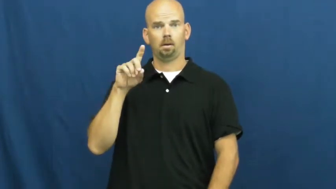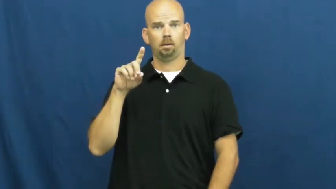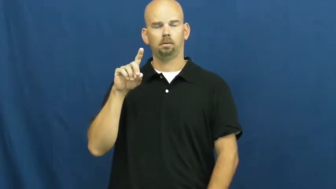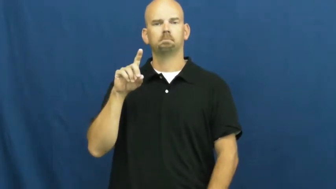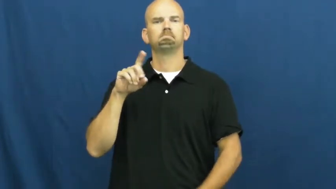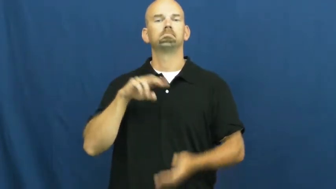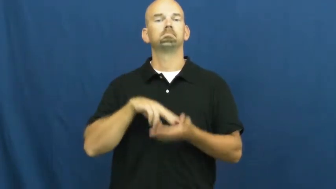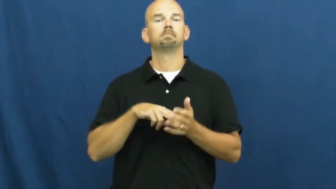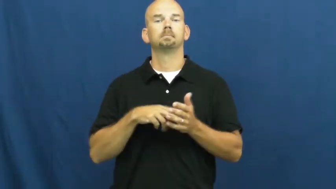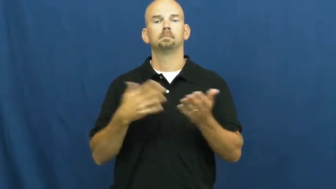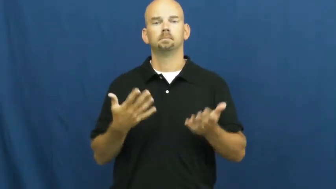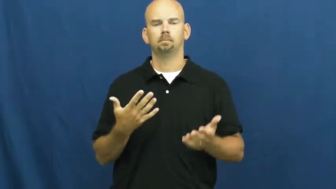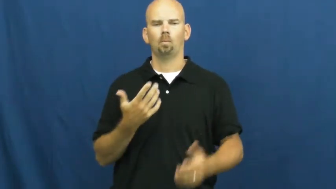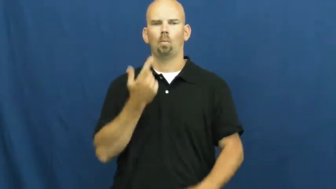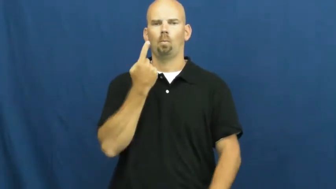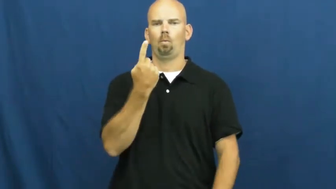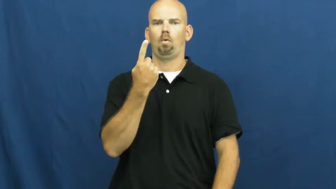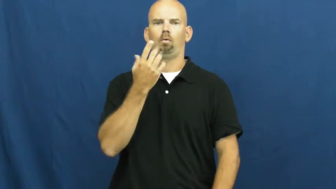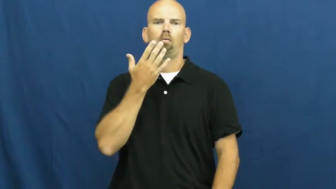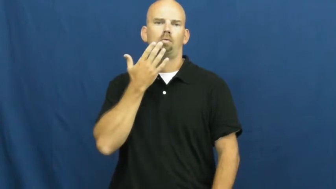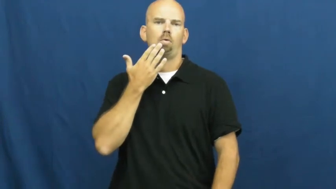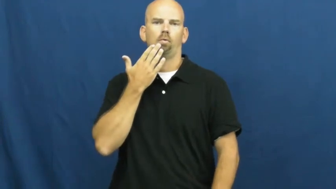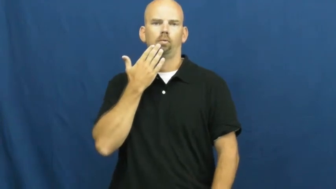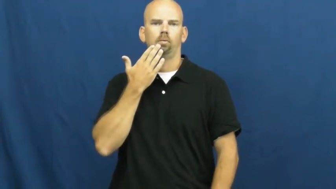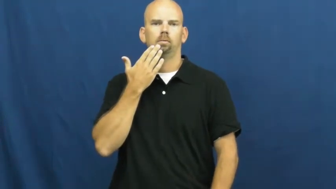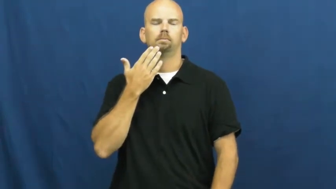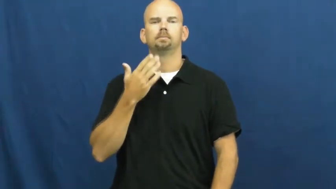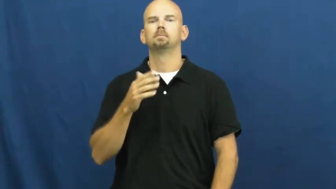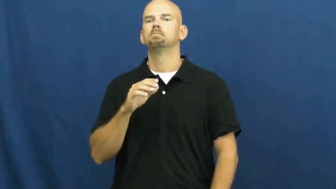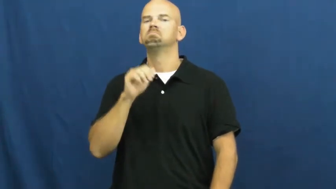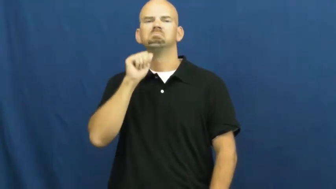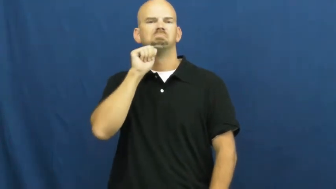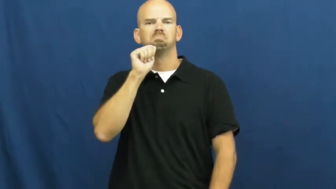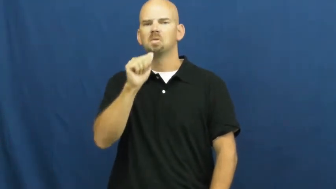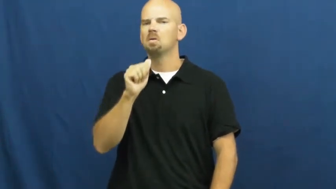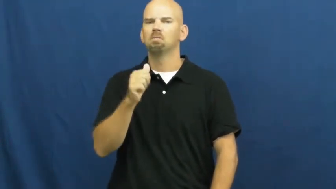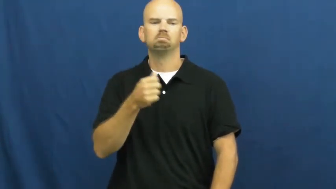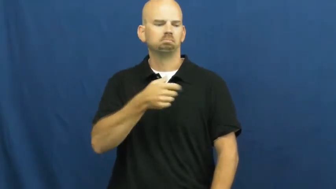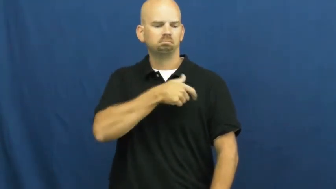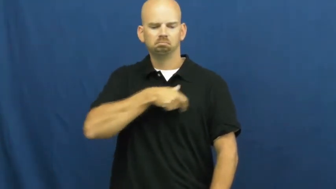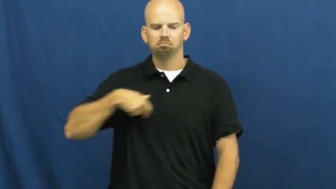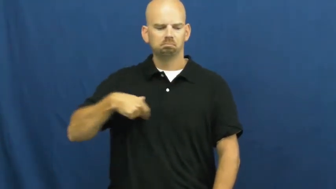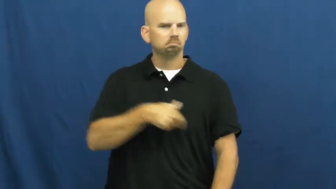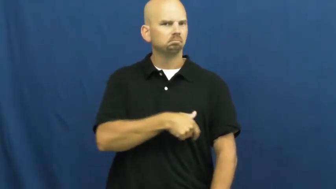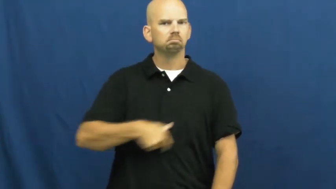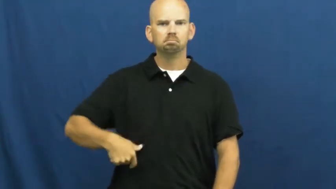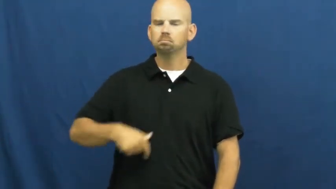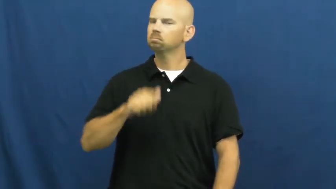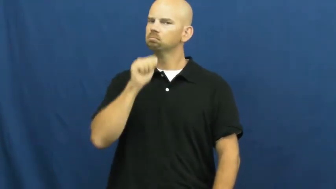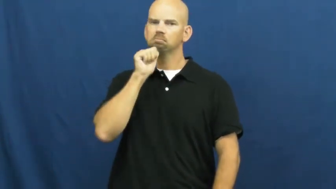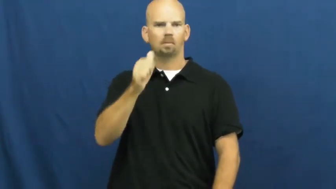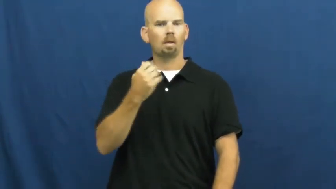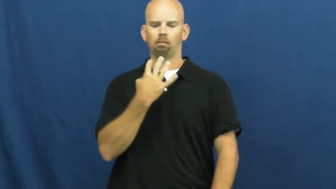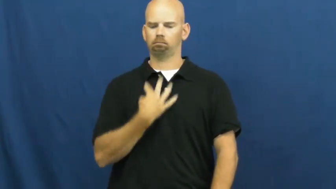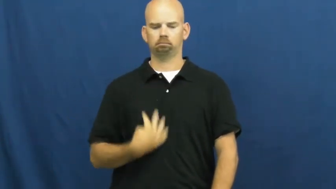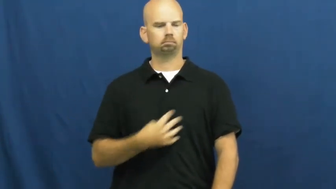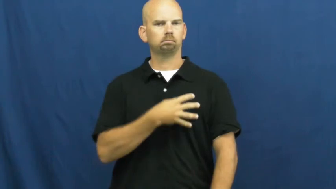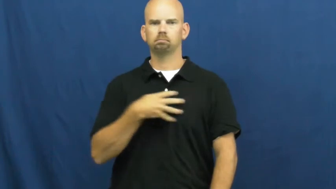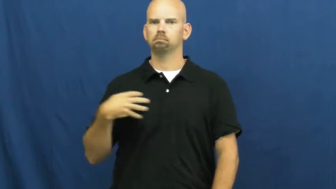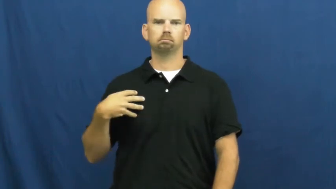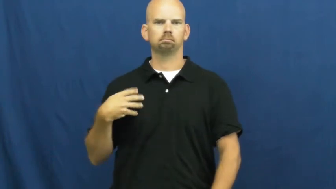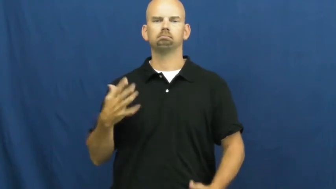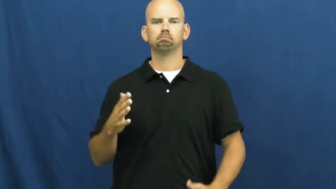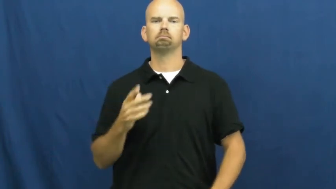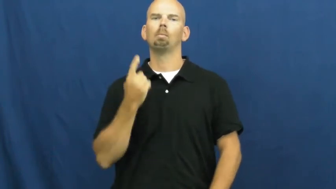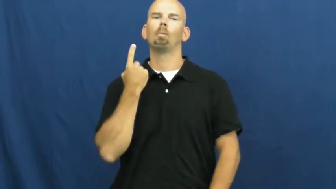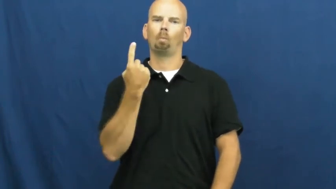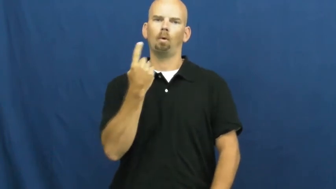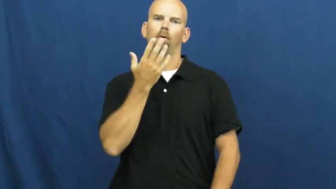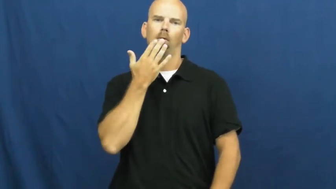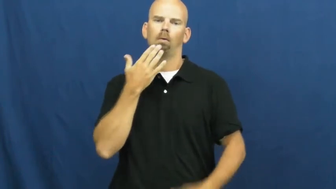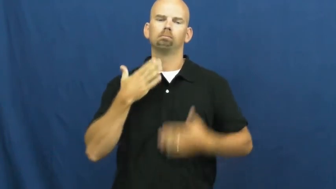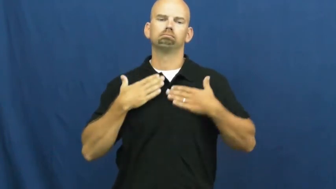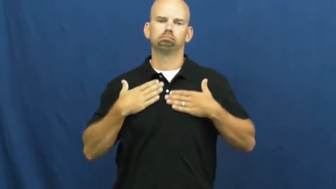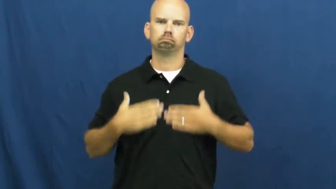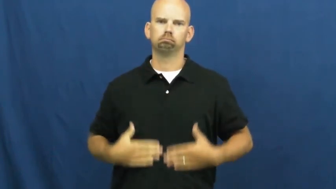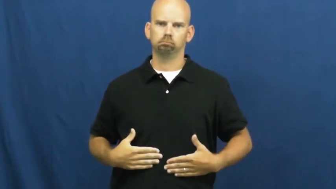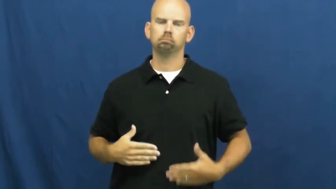solid-pattern